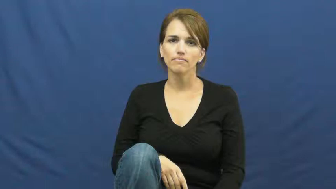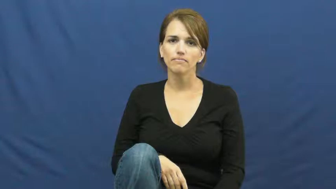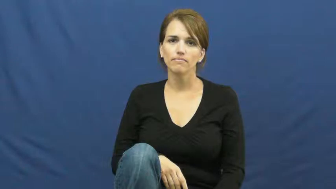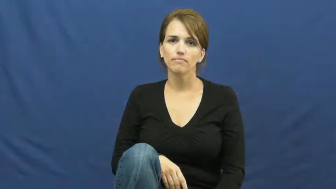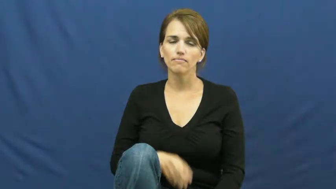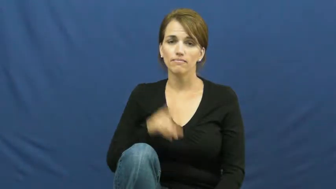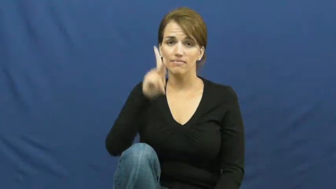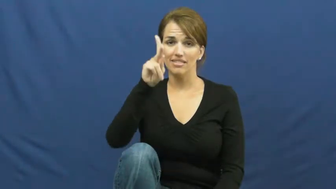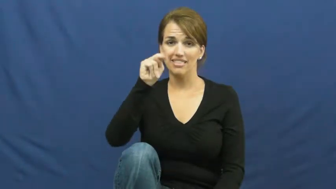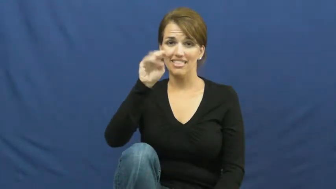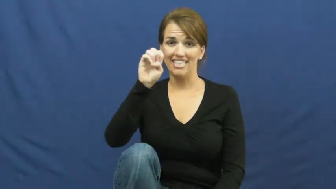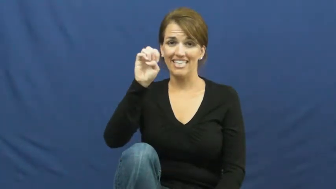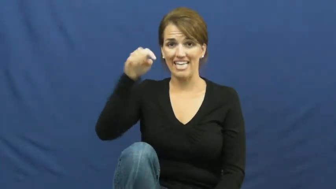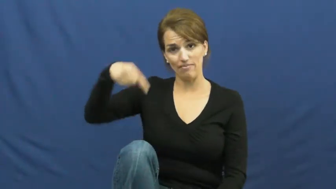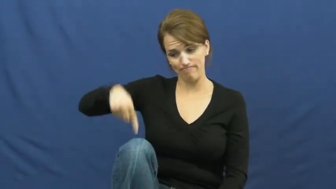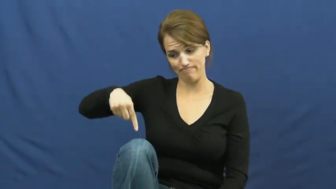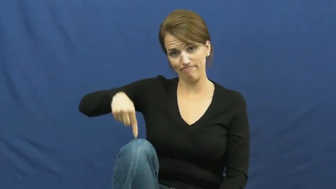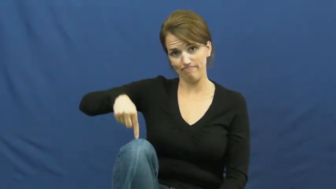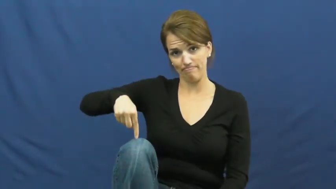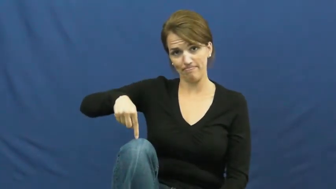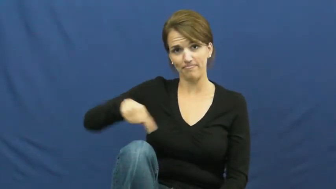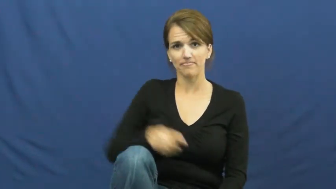knee,kneecap